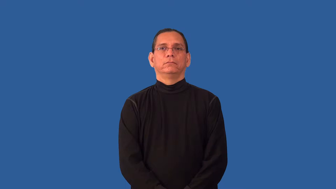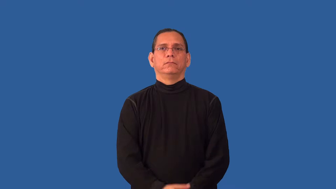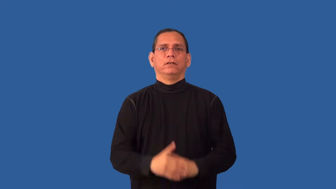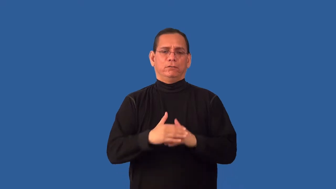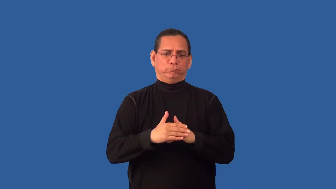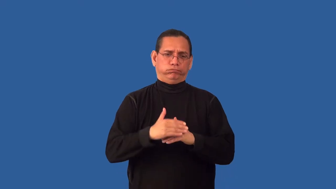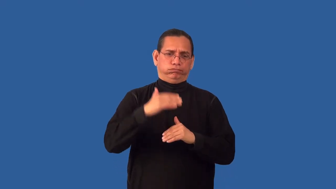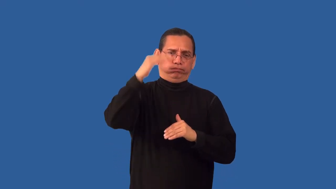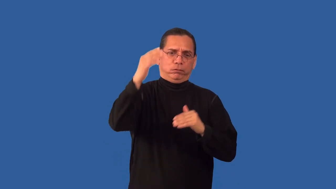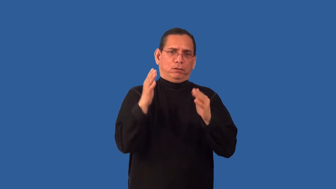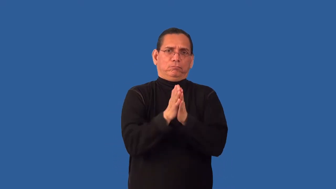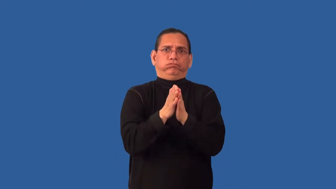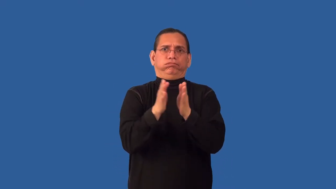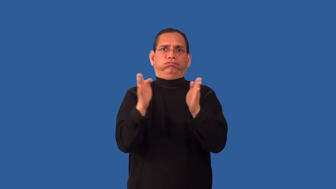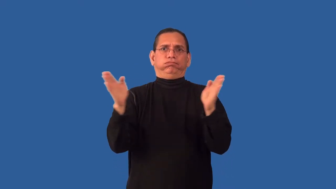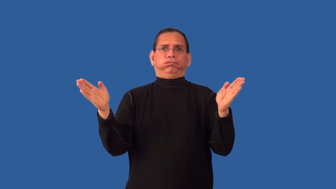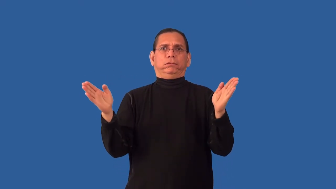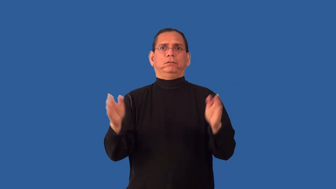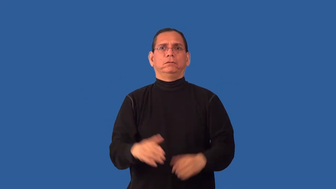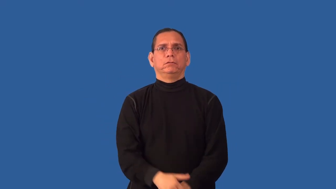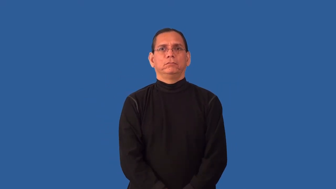overgeneralize